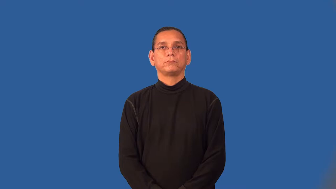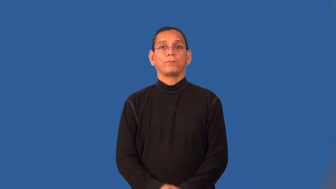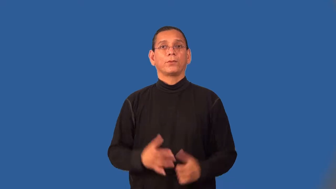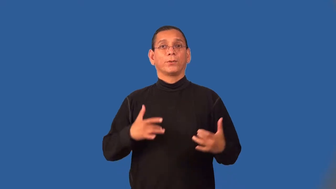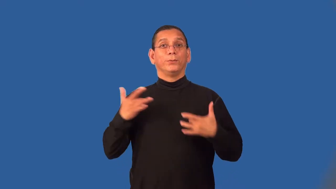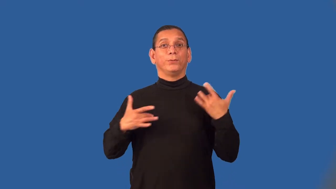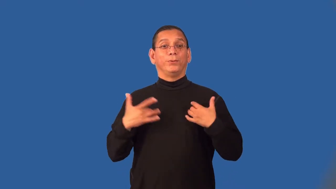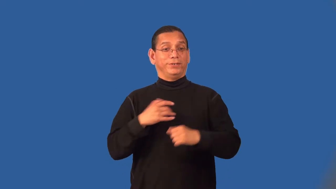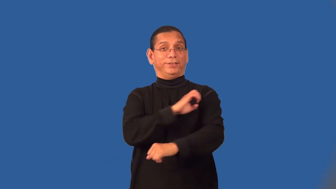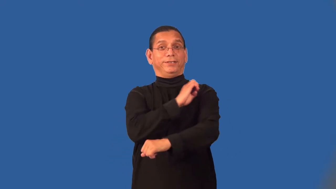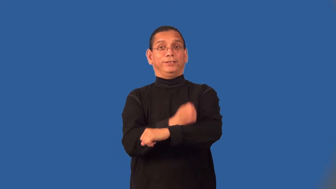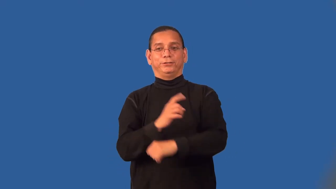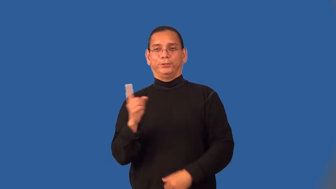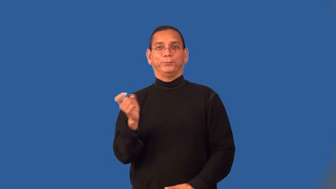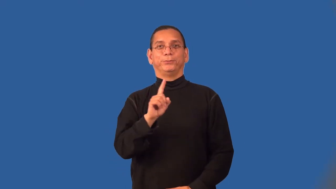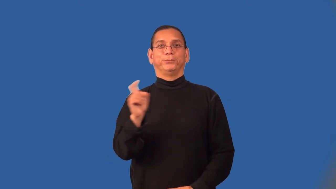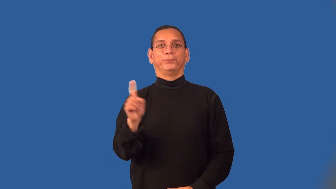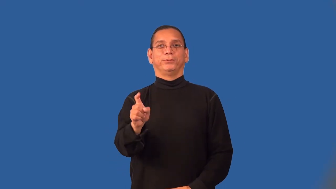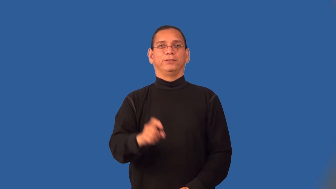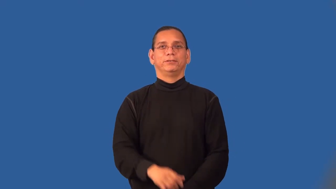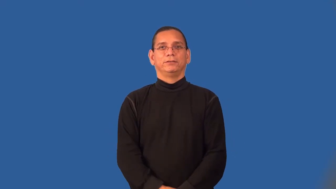sprightly